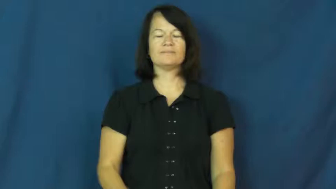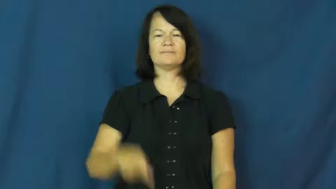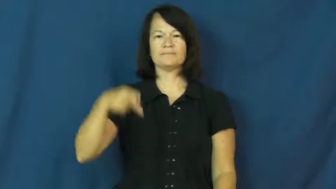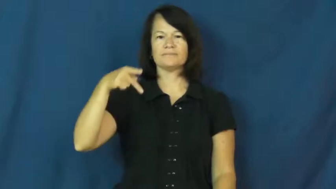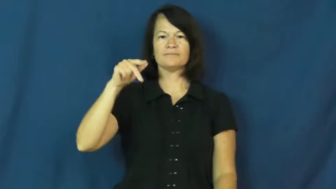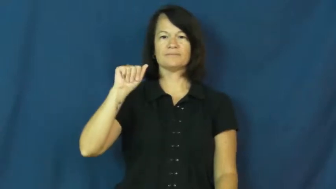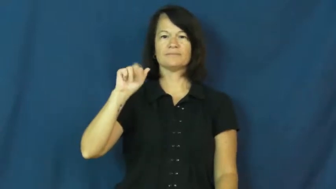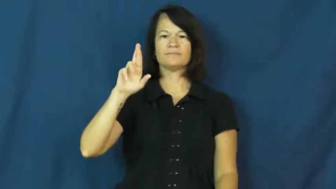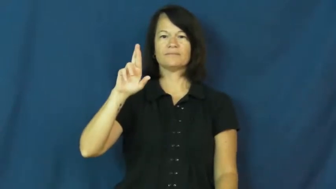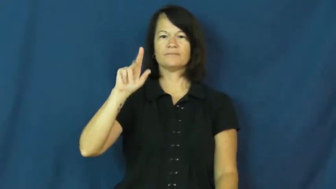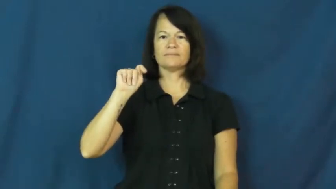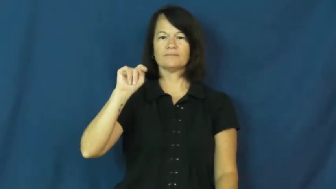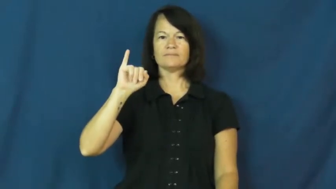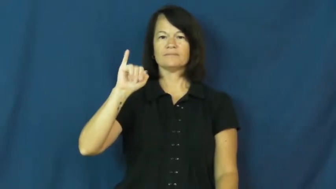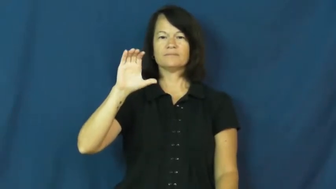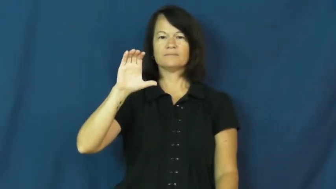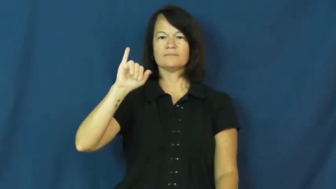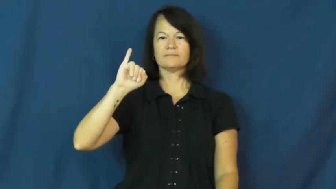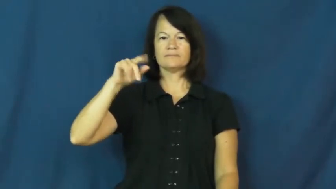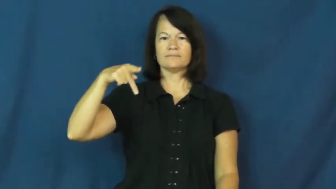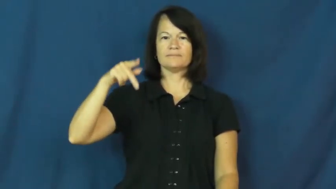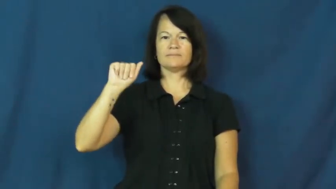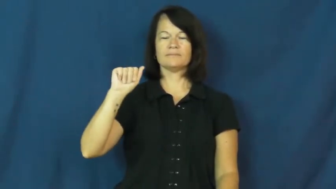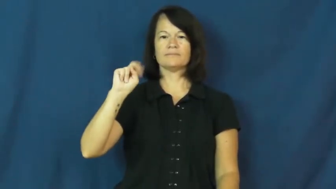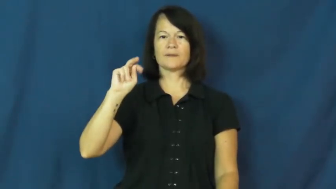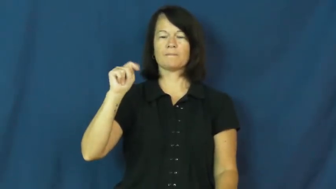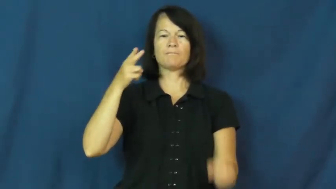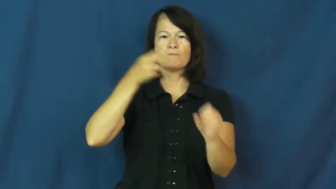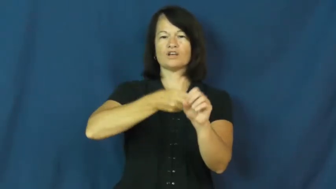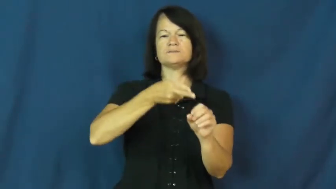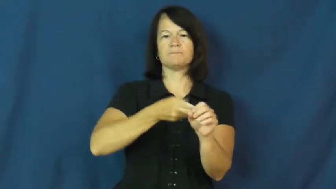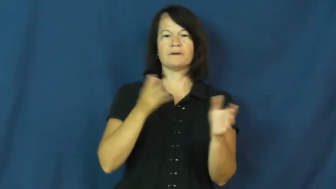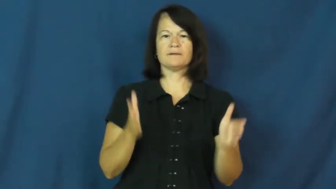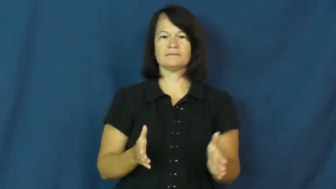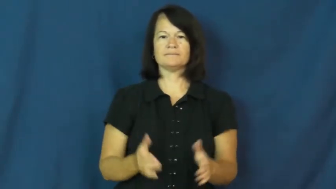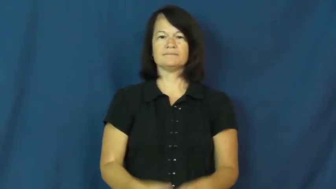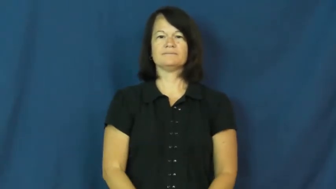participant